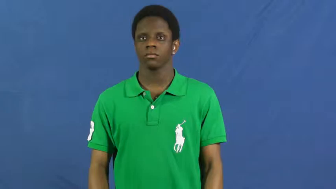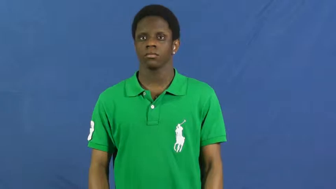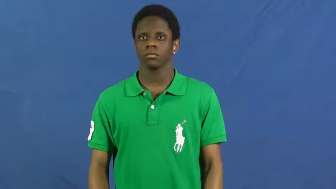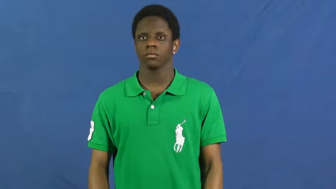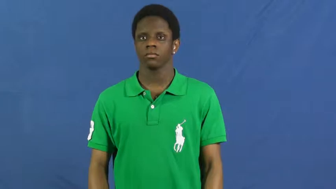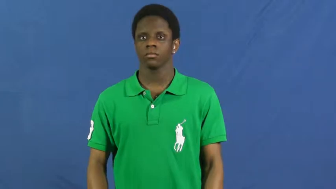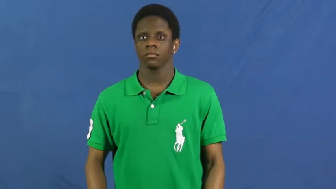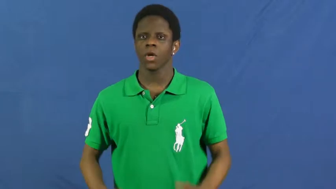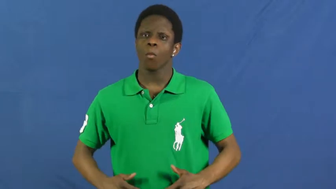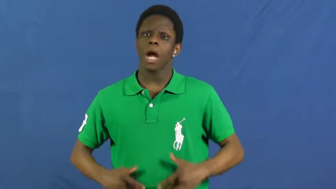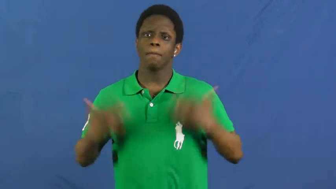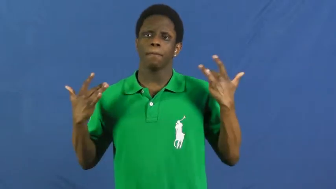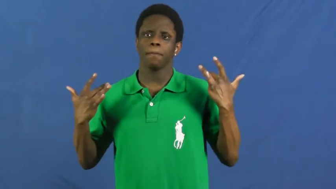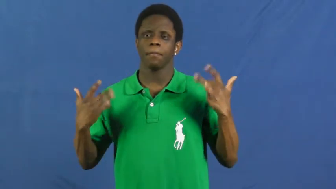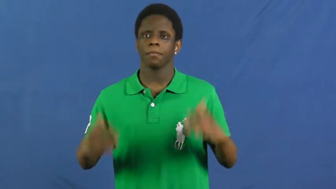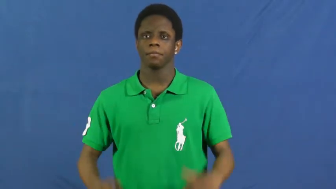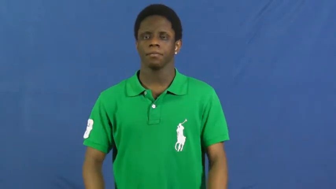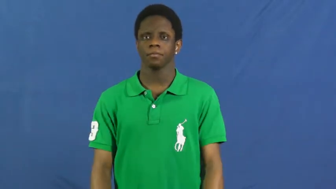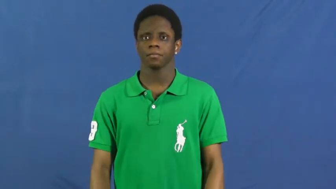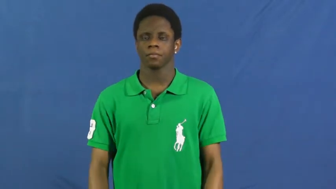what's up